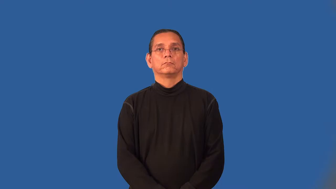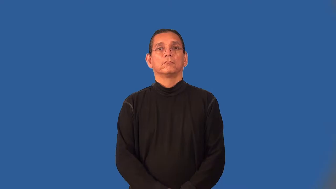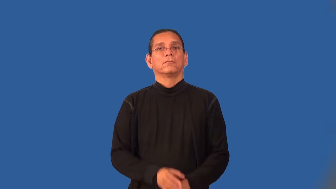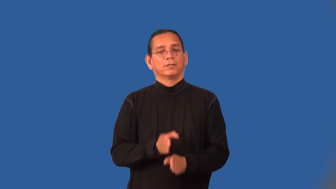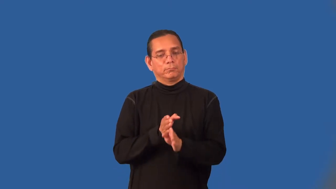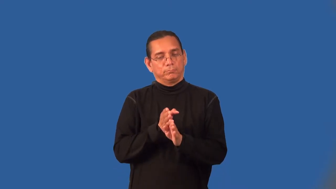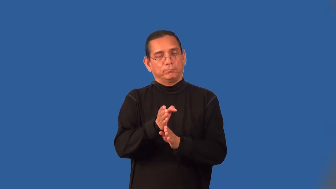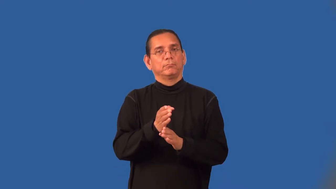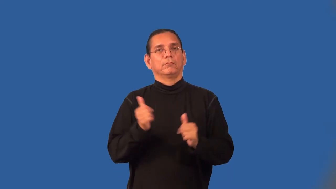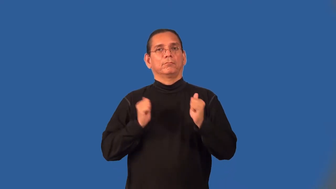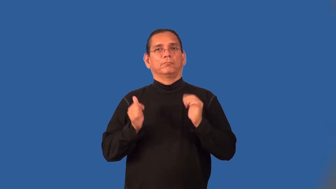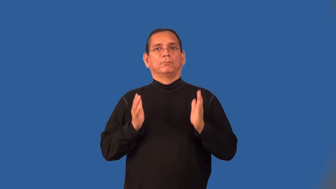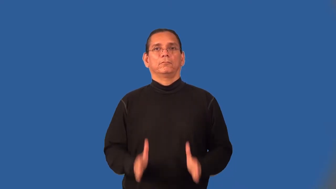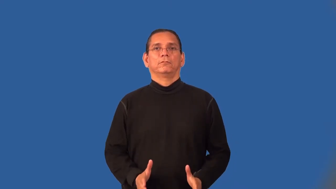headliner